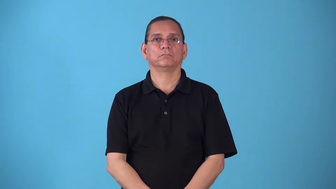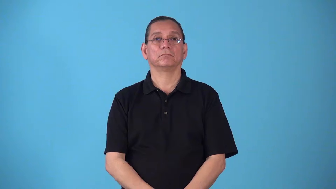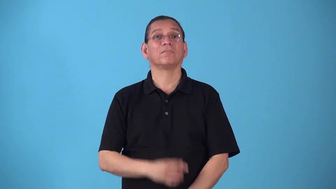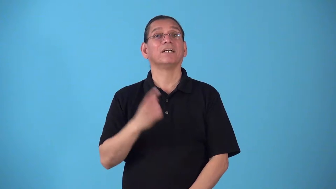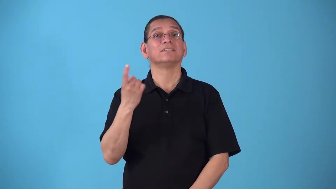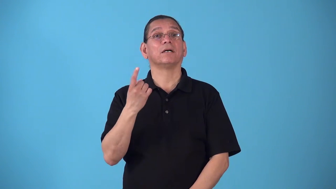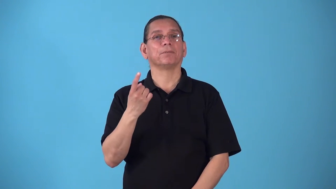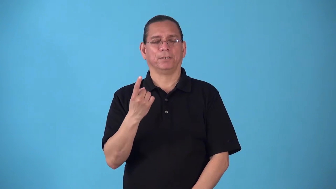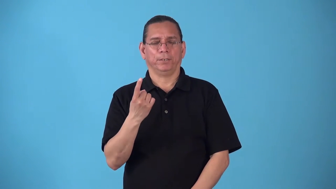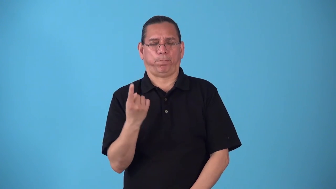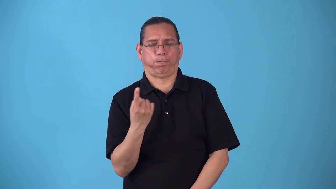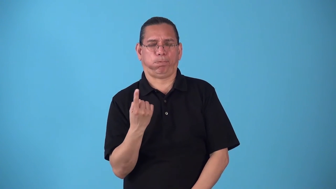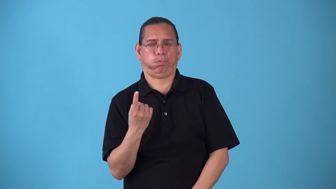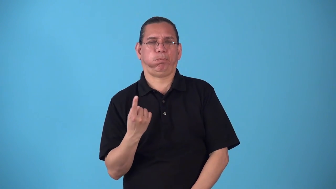spinner-something that spins